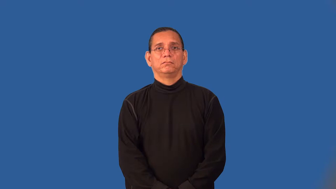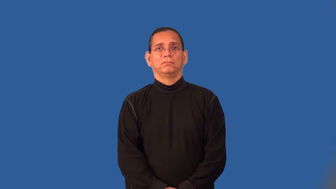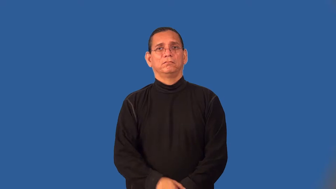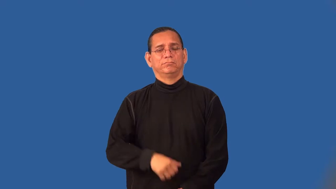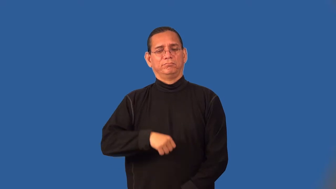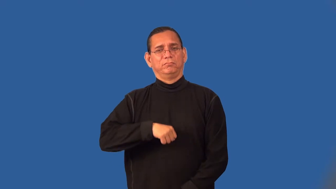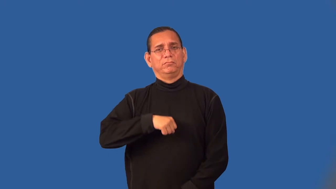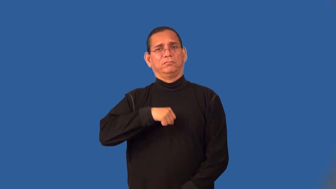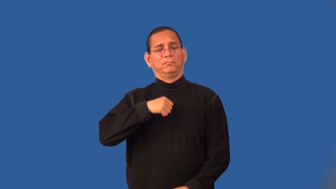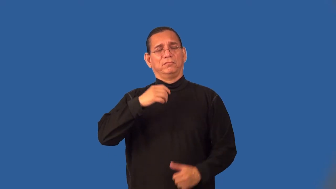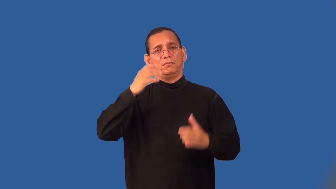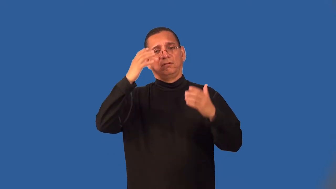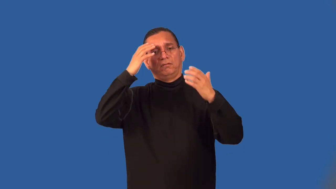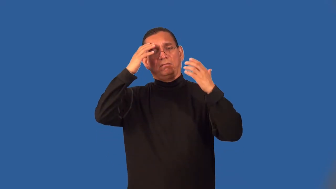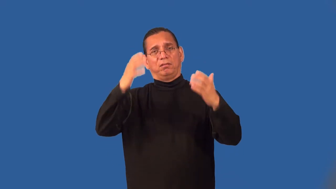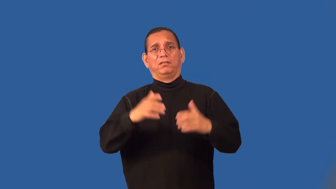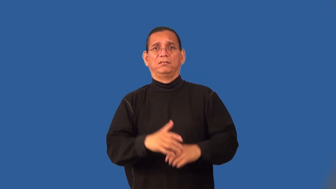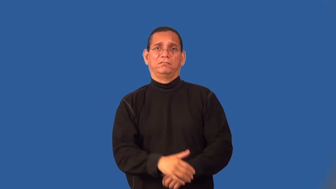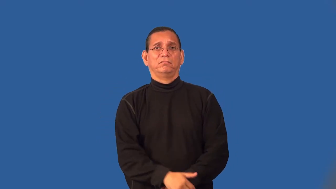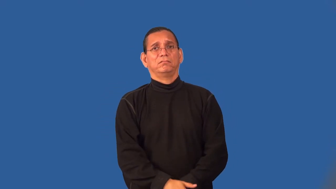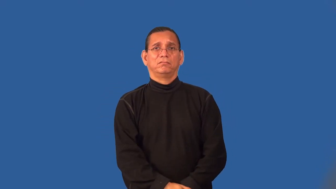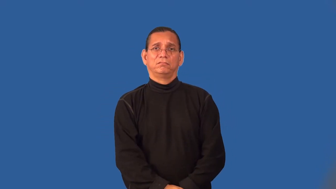smug,unction,fulsome